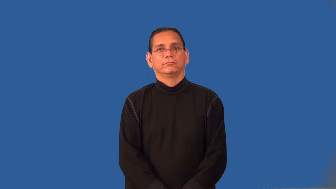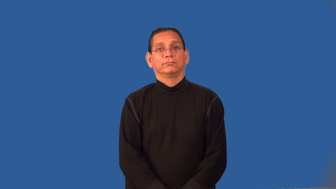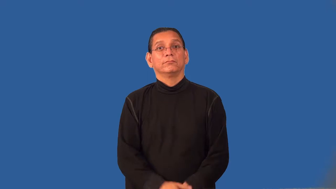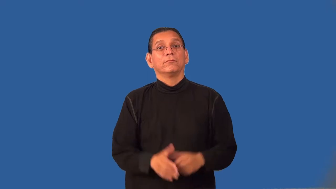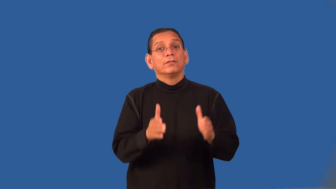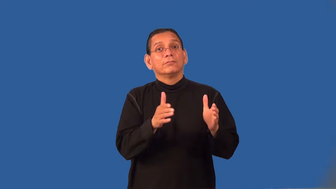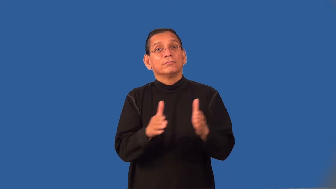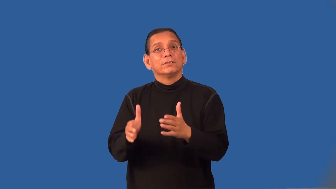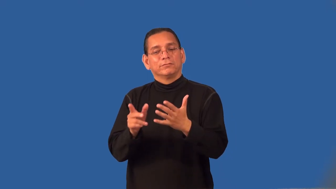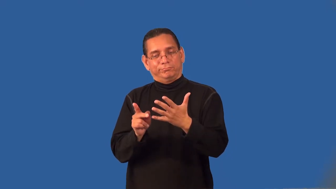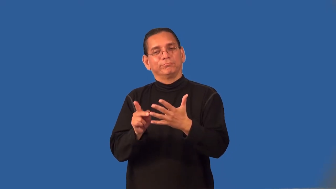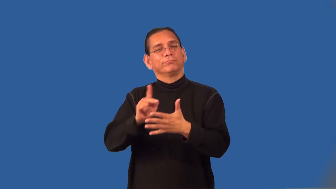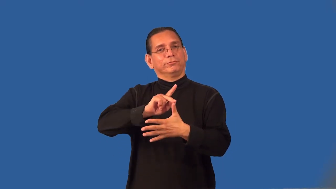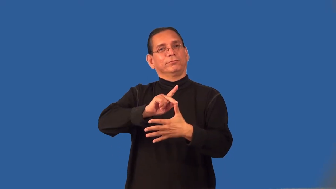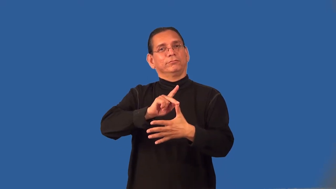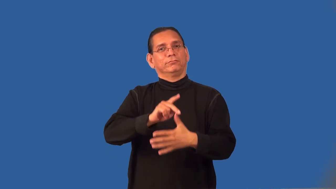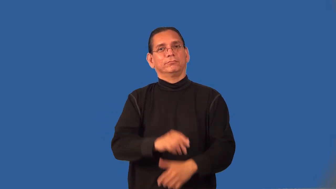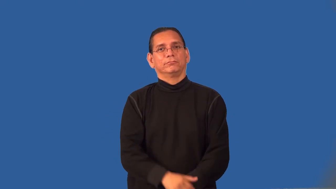prioritize